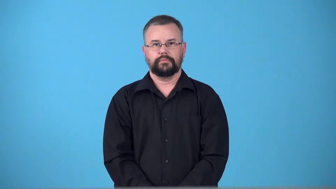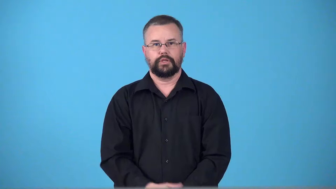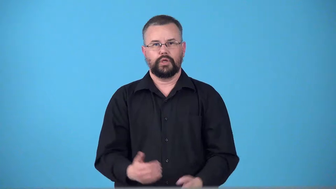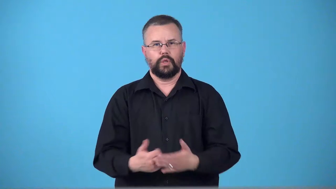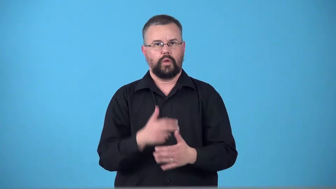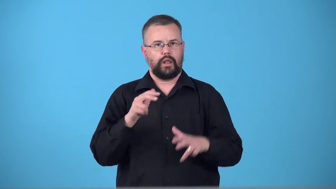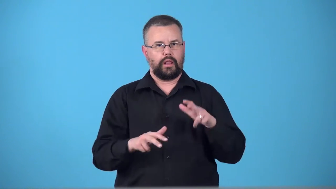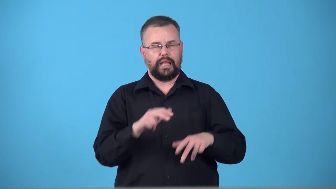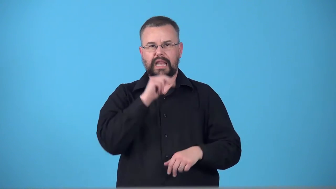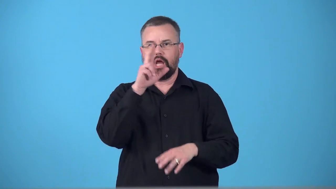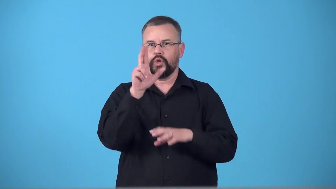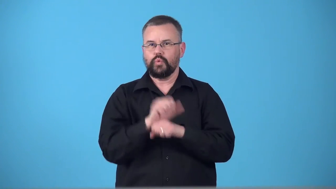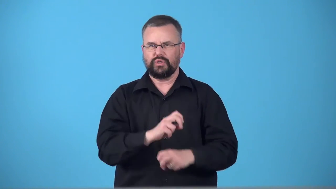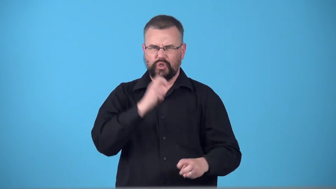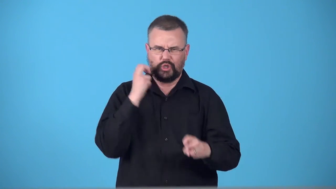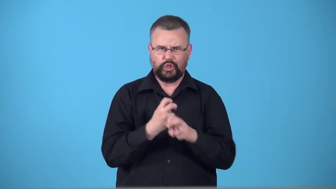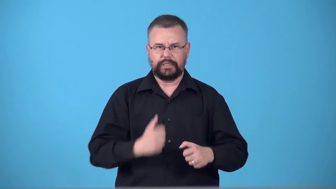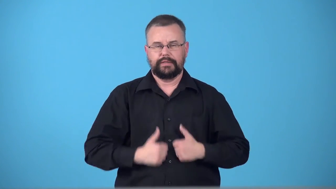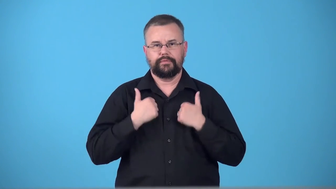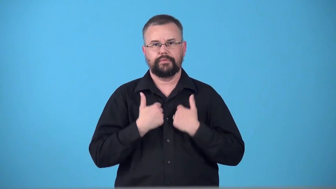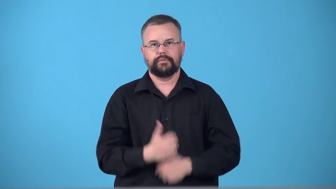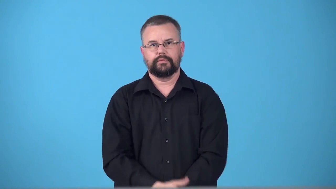tenderfoot